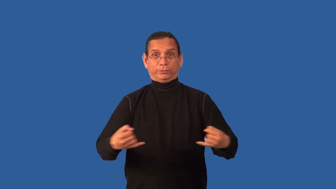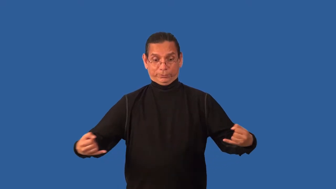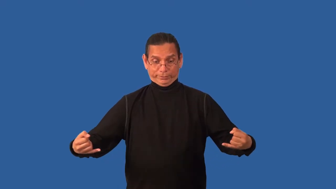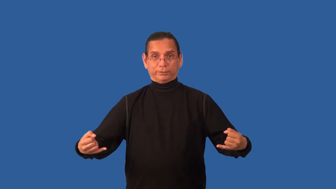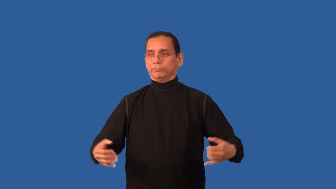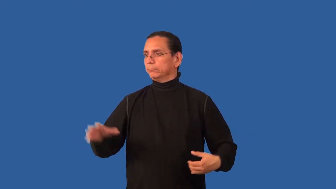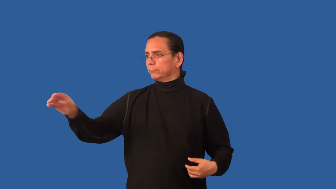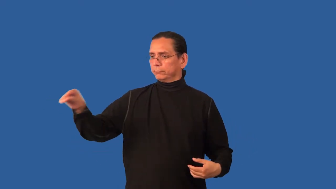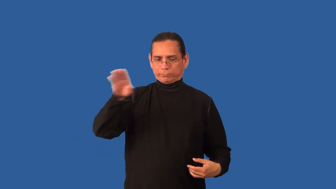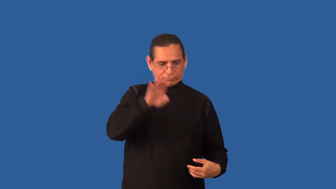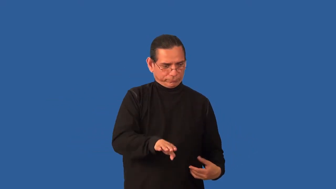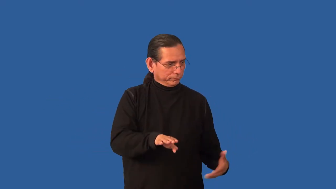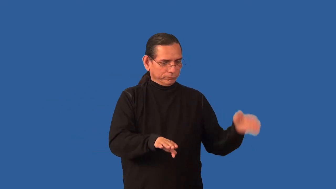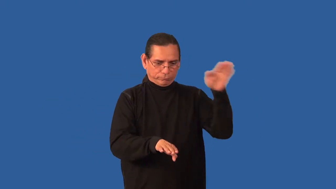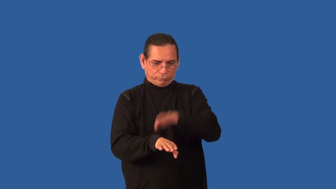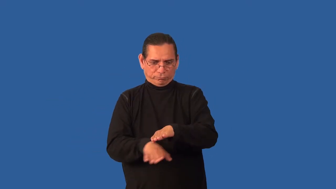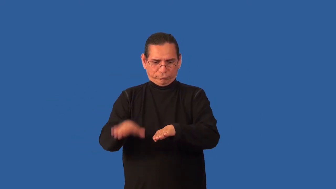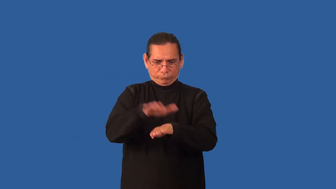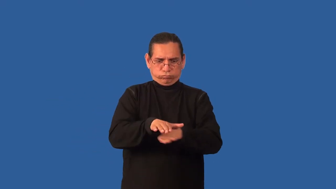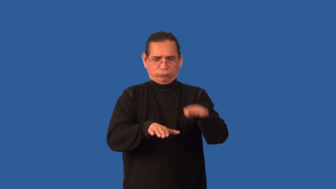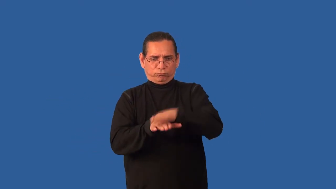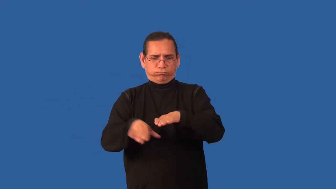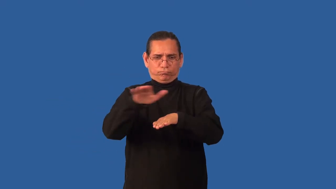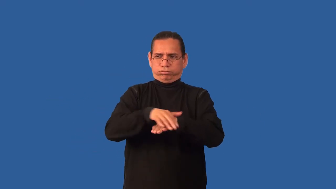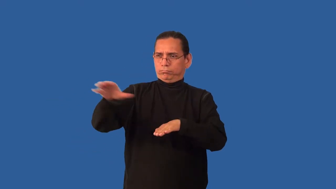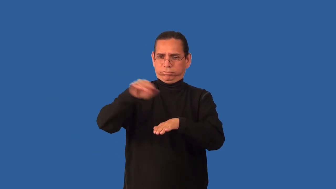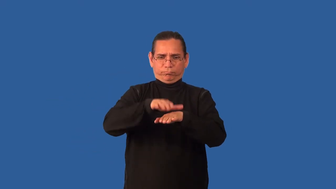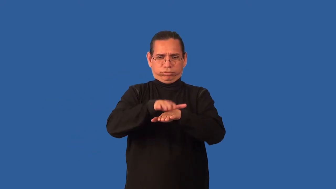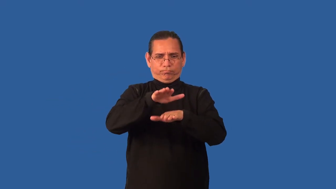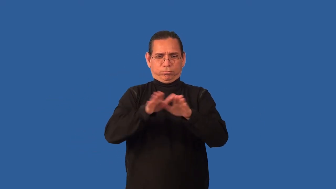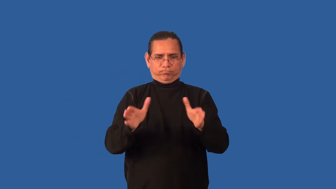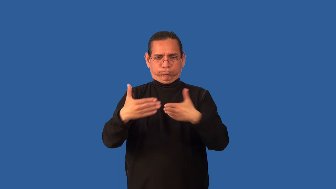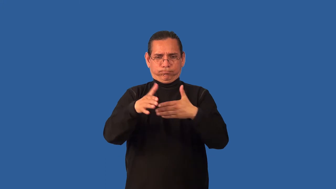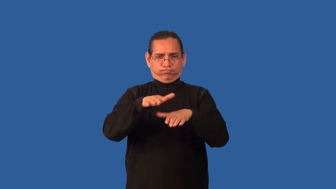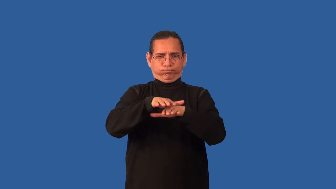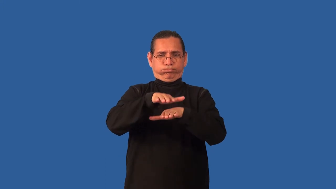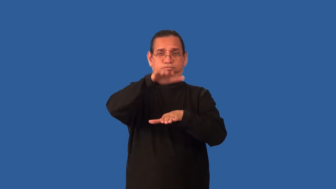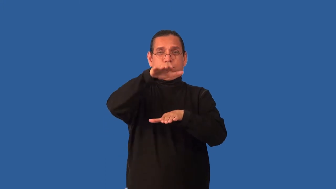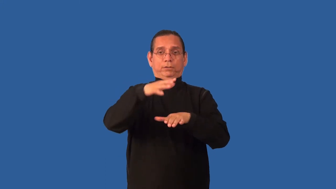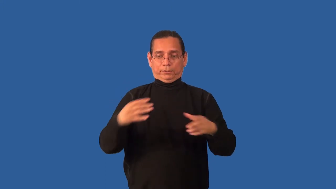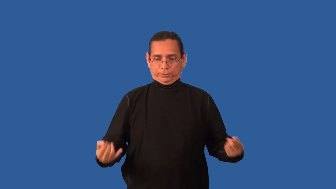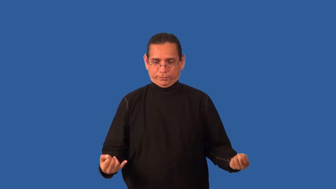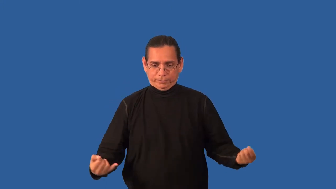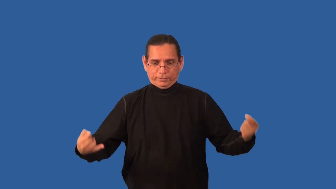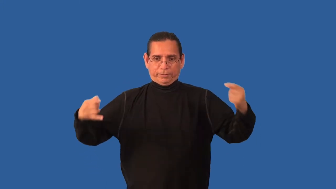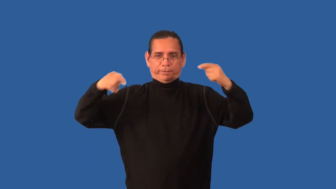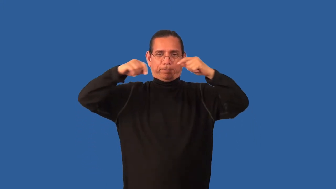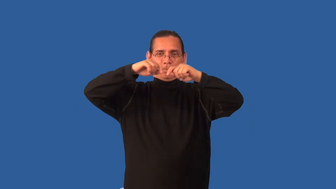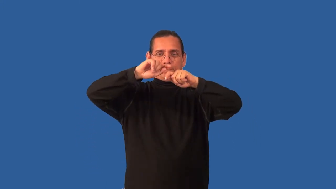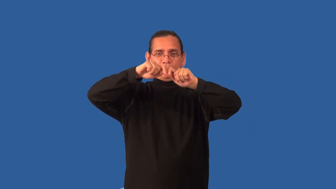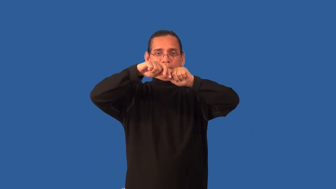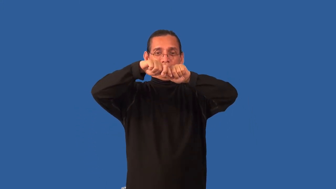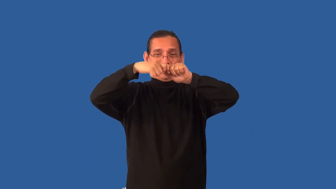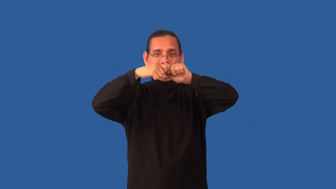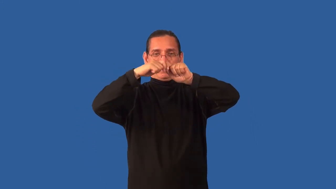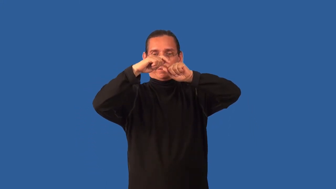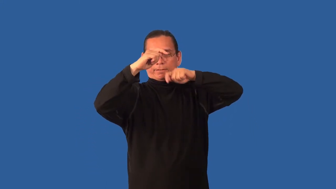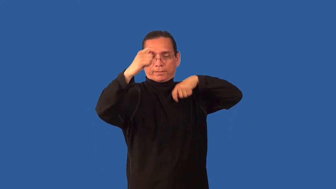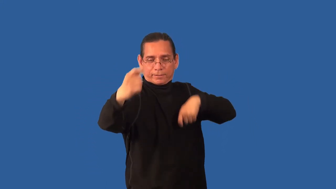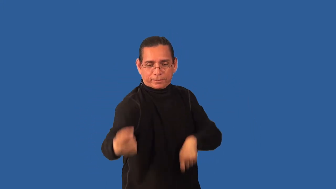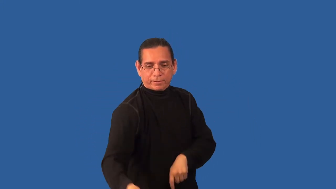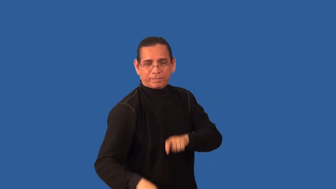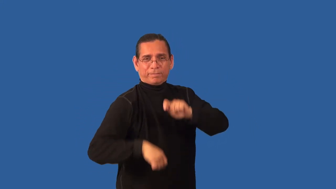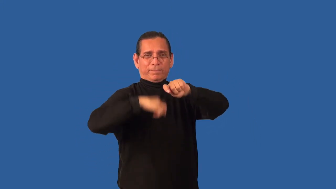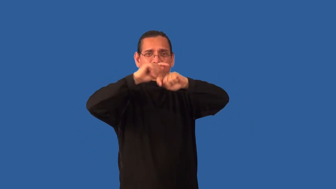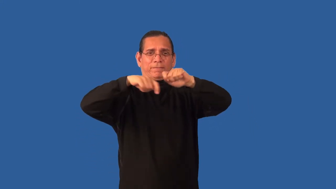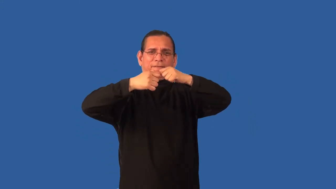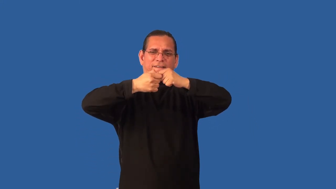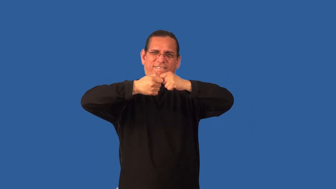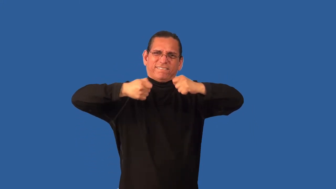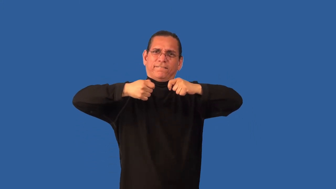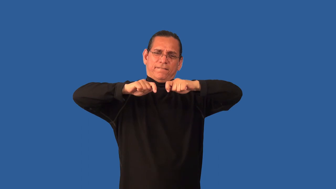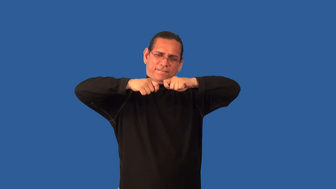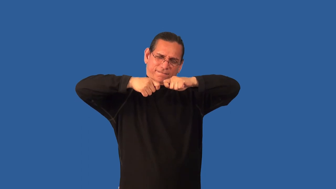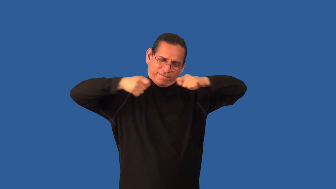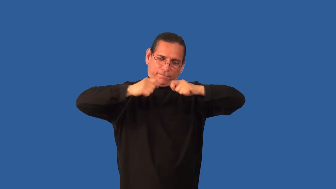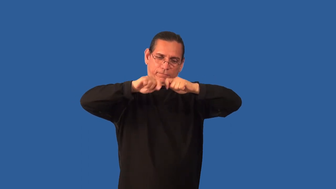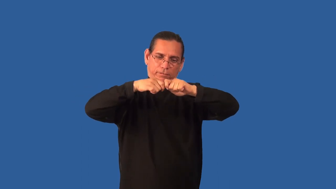bundle-verb